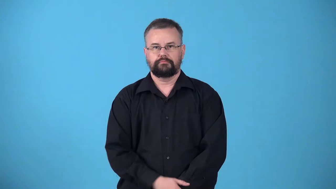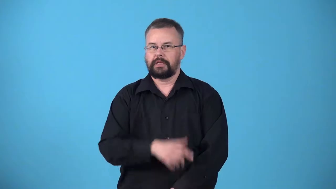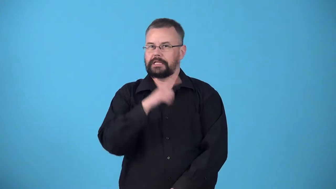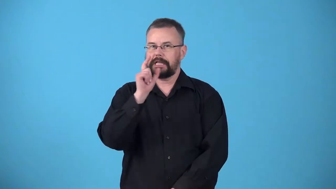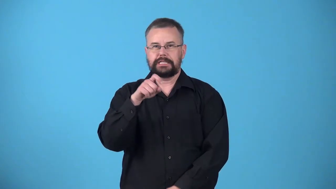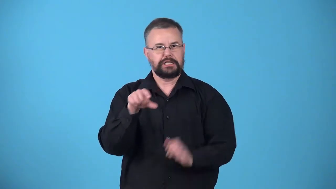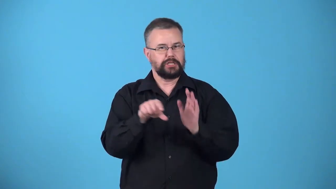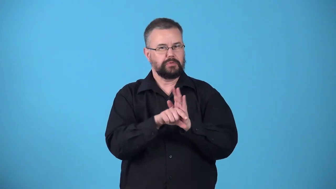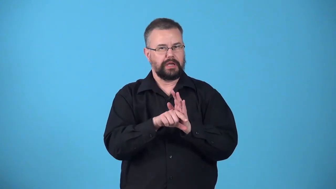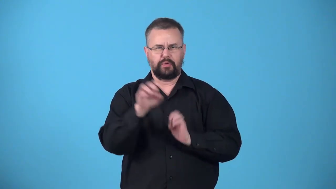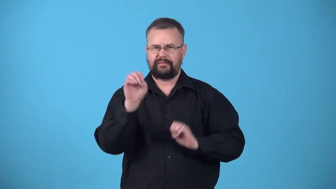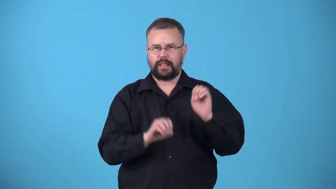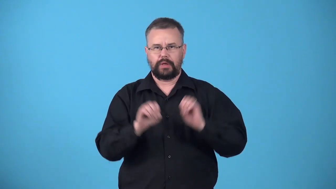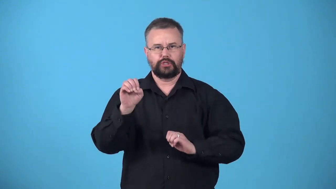ungraded,unrated